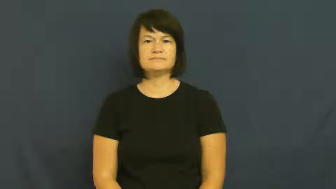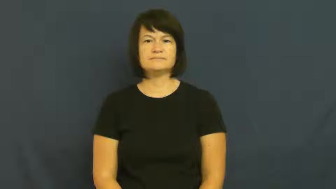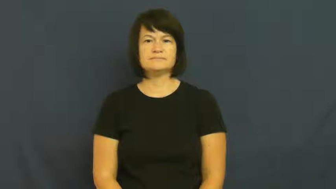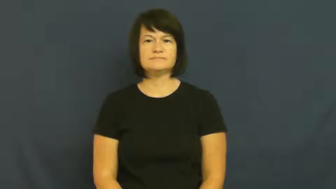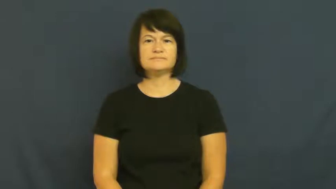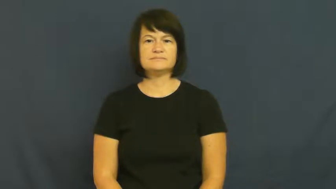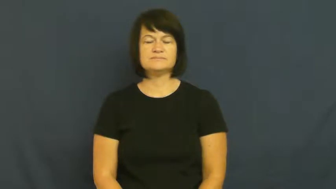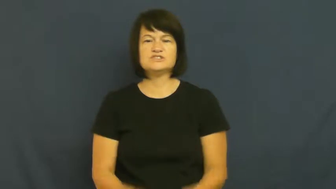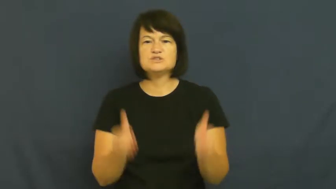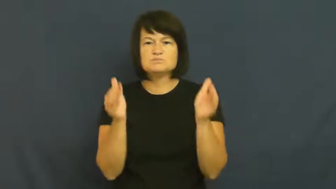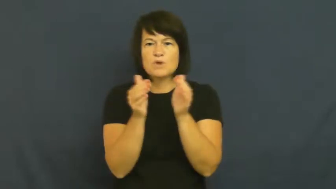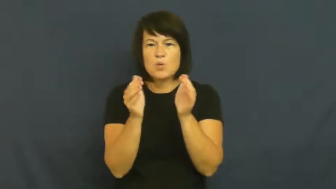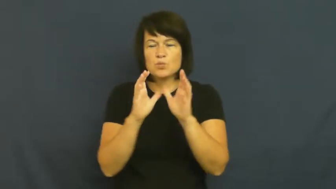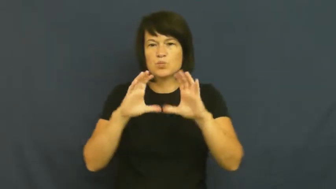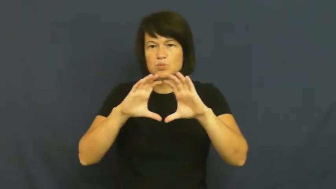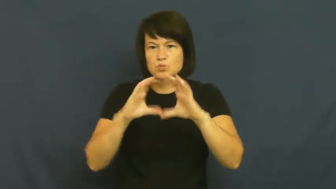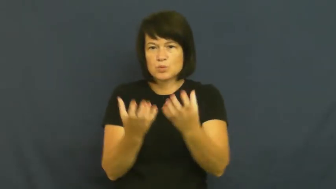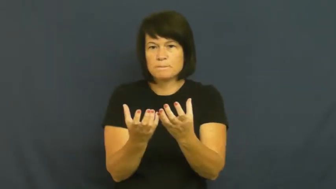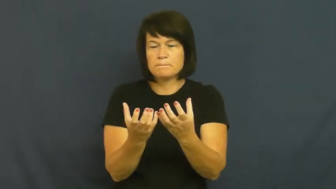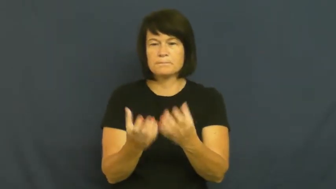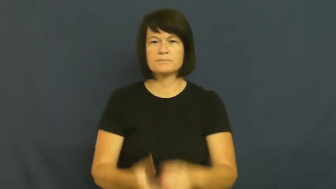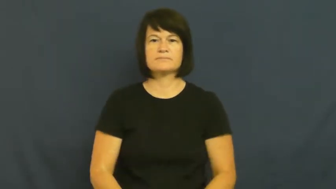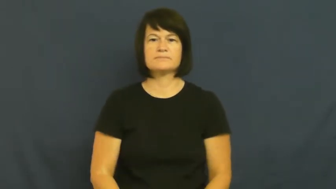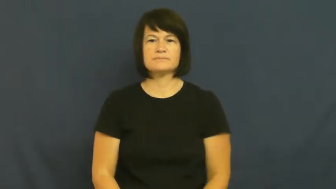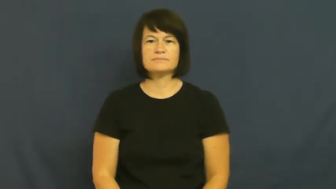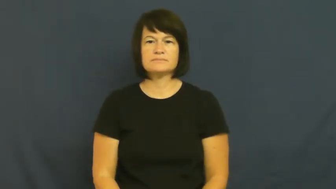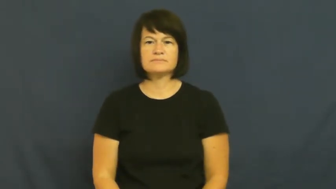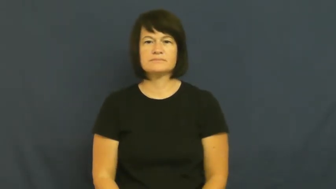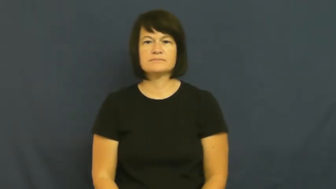niche-small group